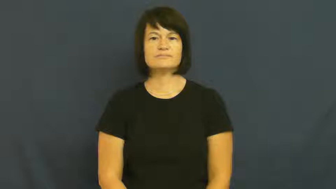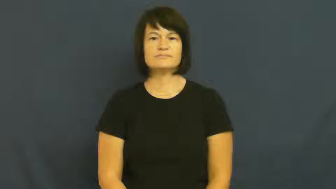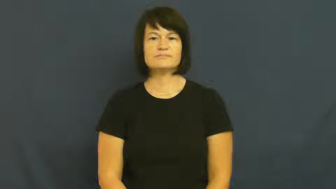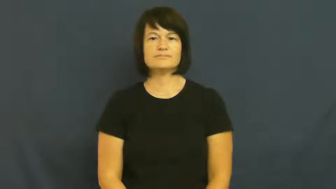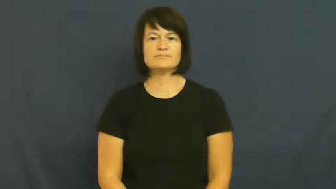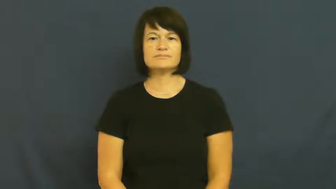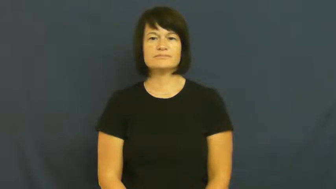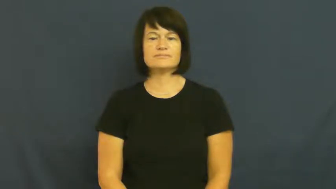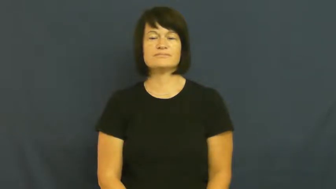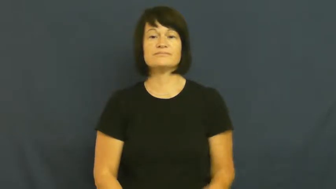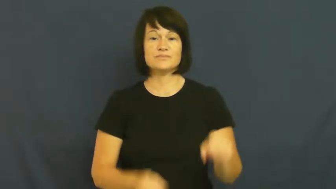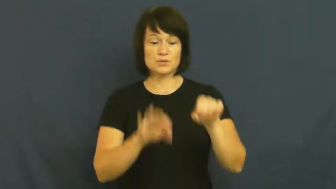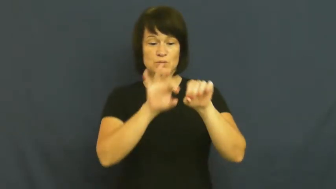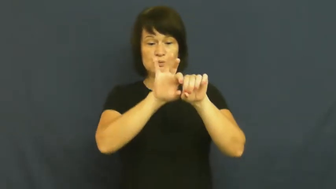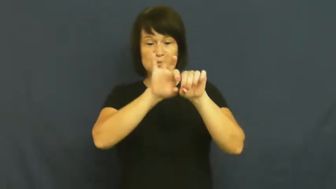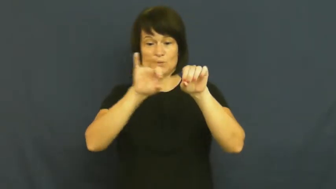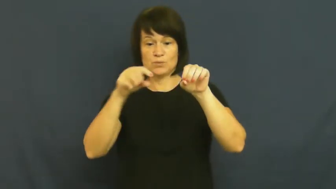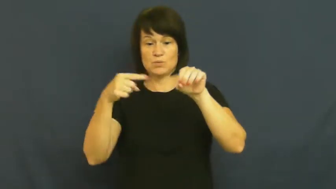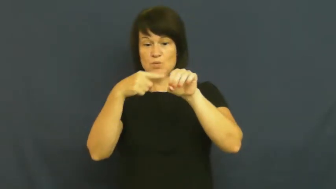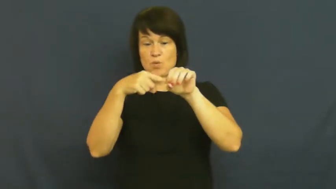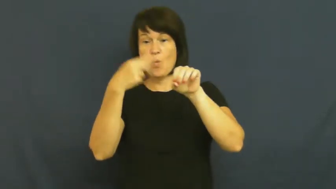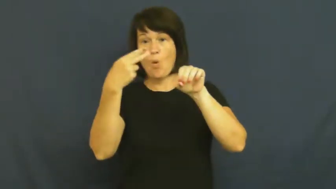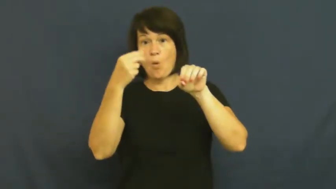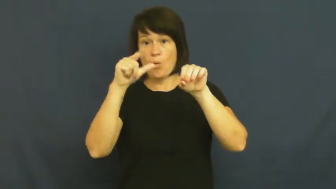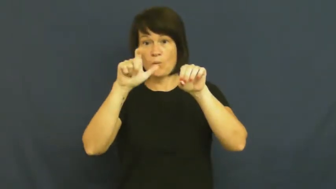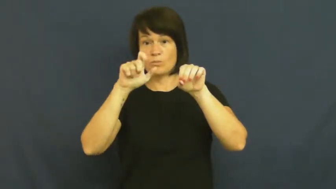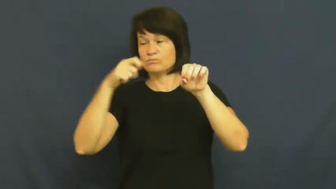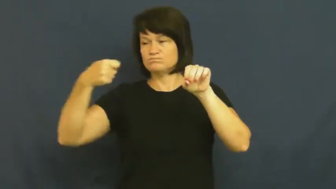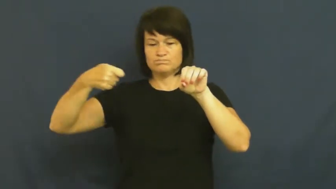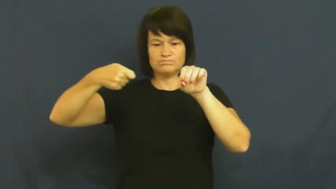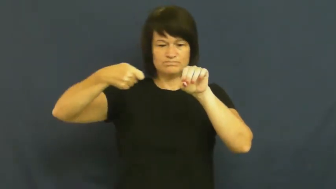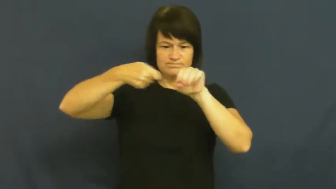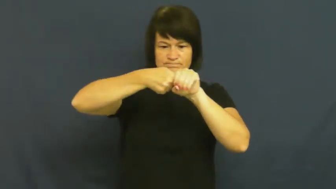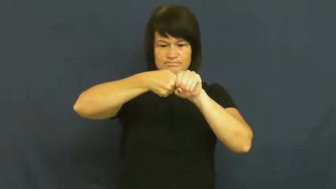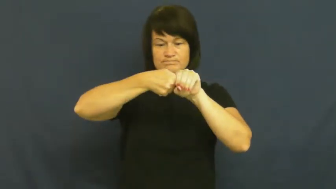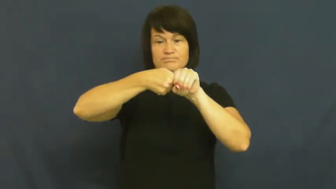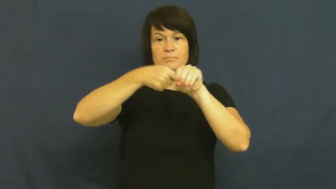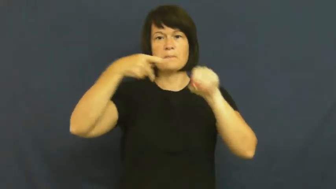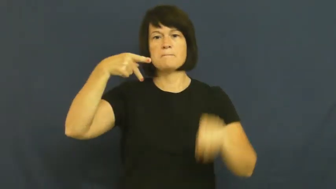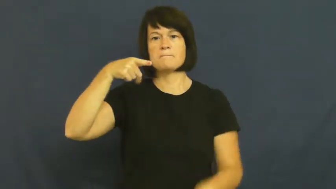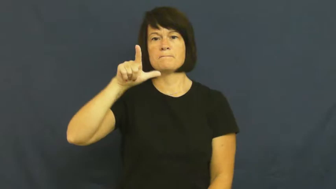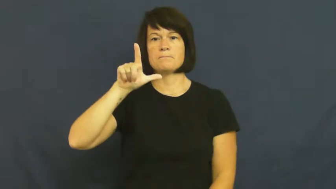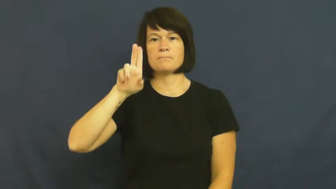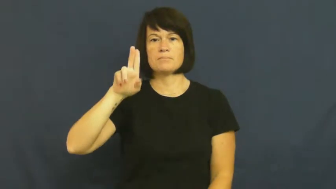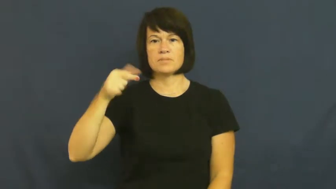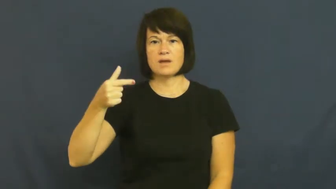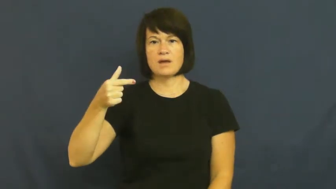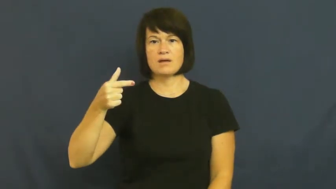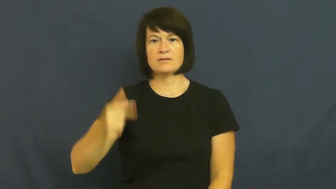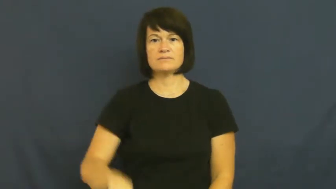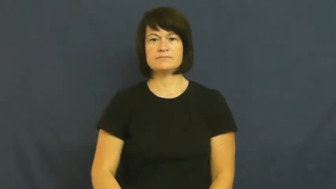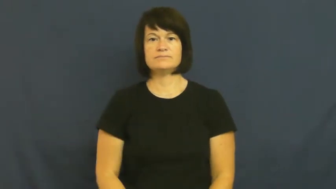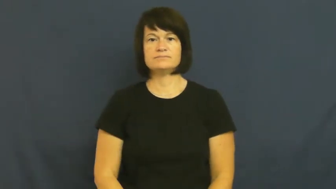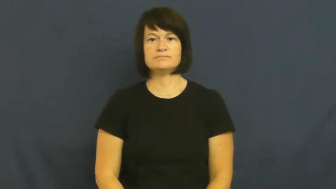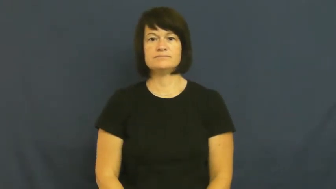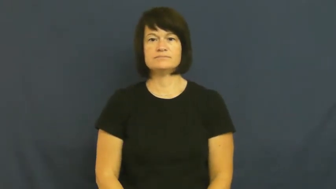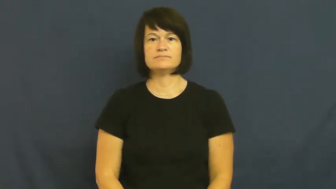plug,cork,stop up,fill-hole